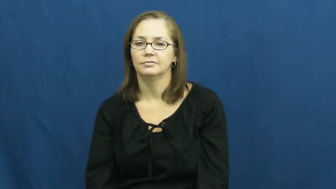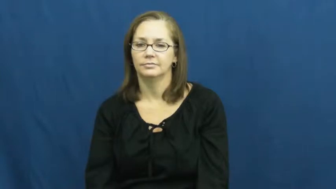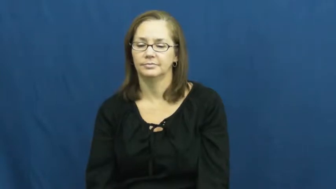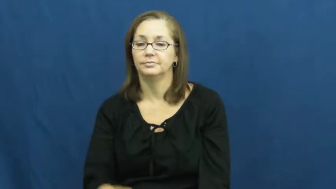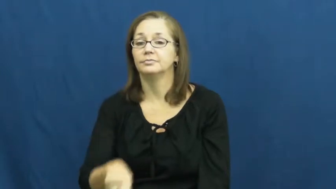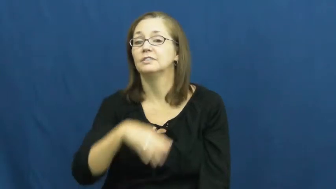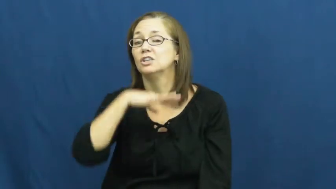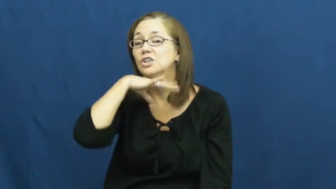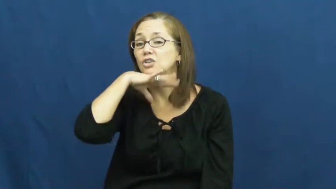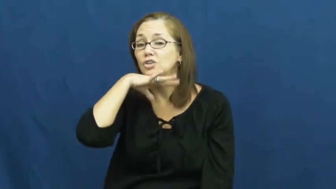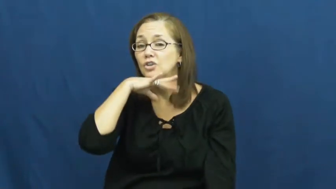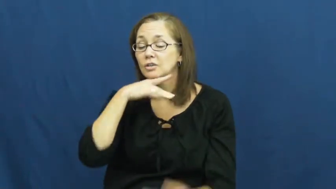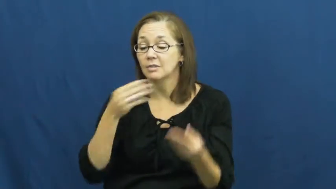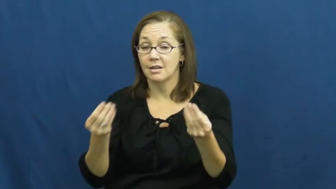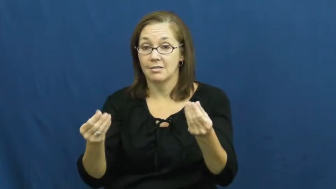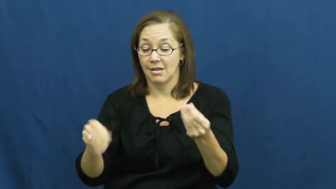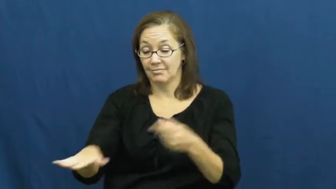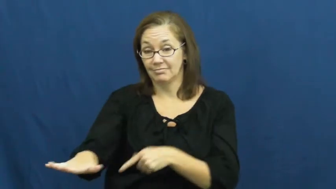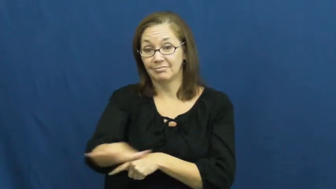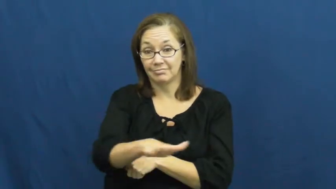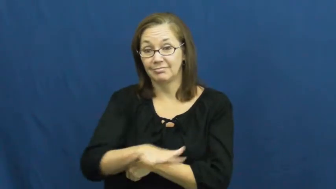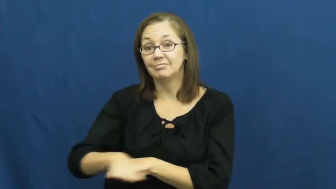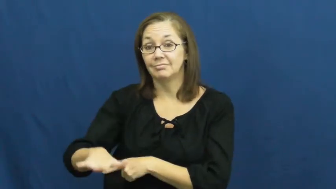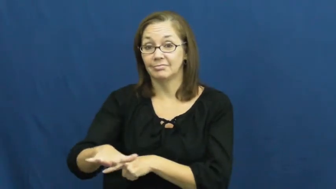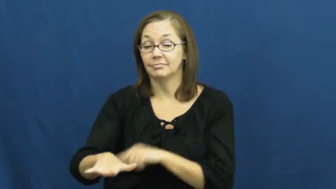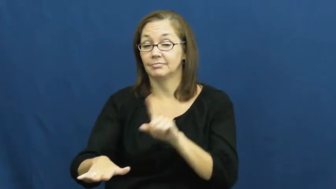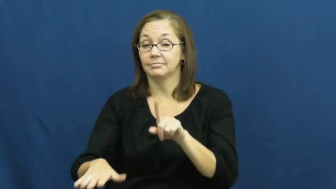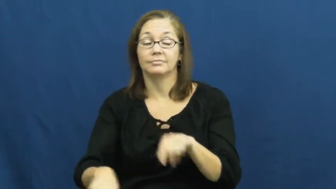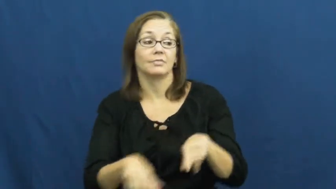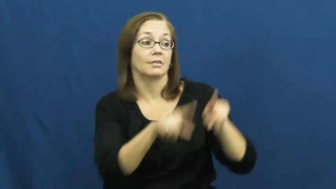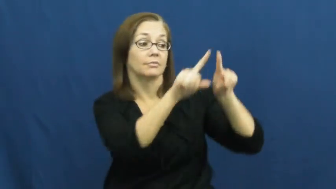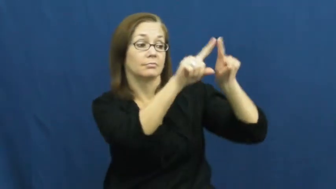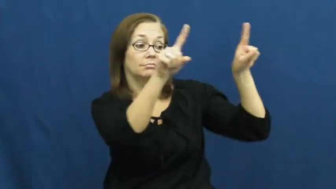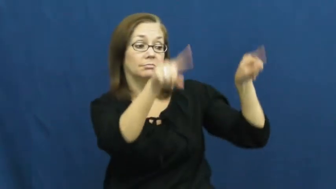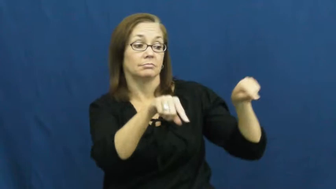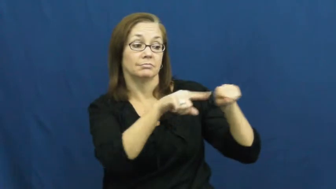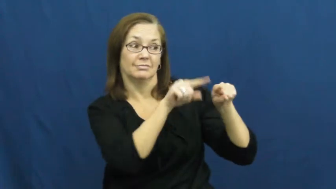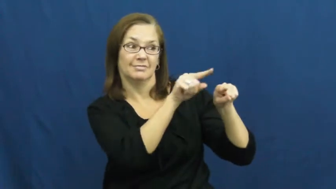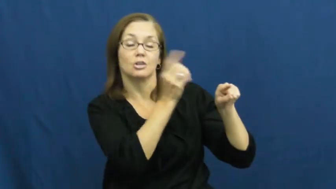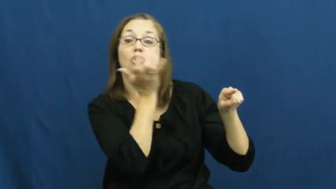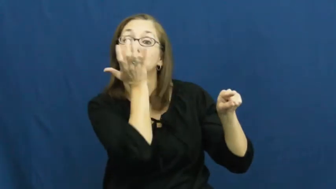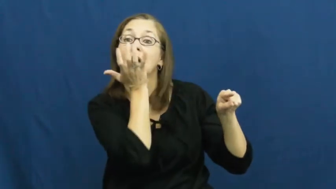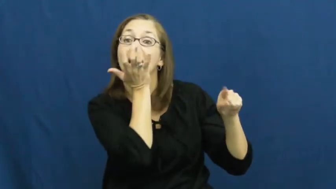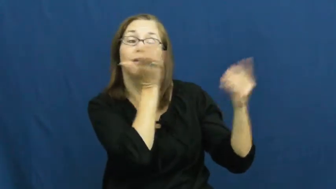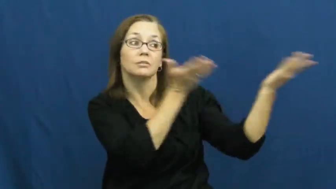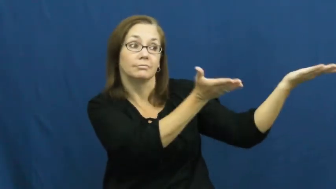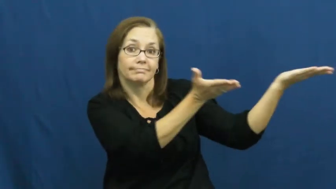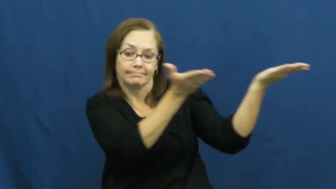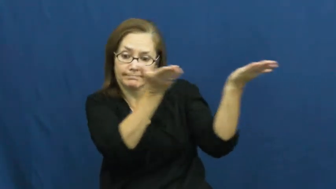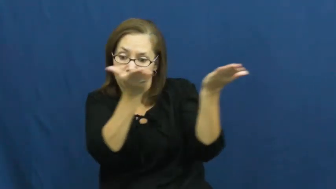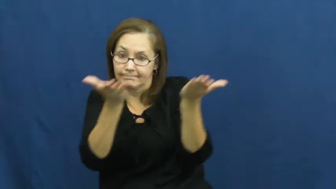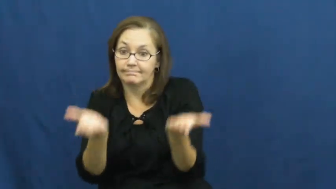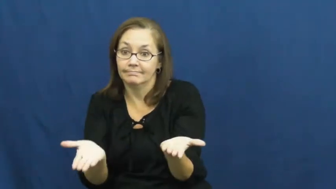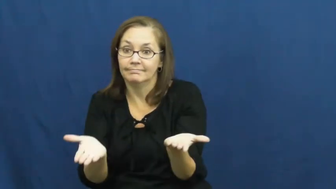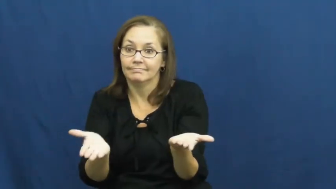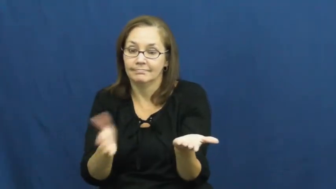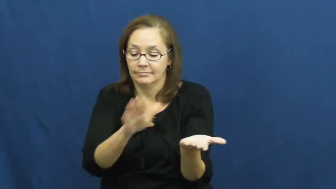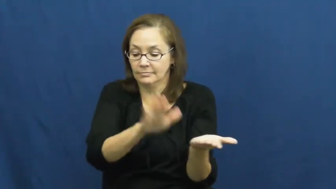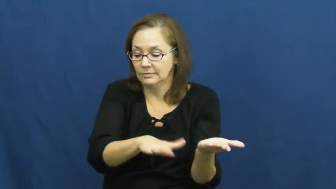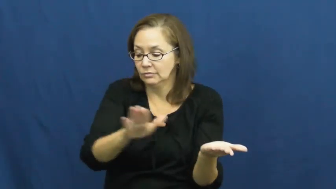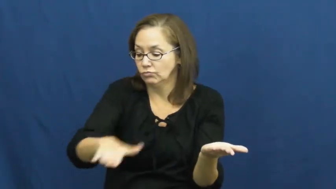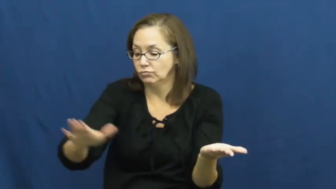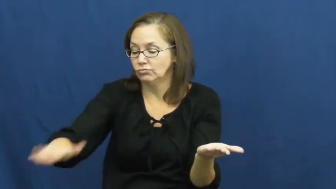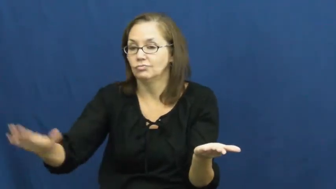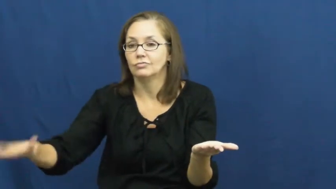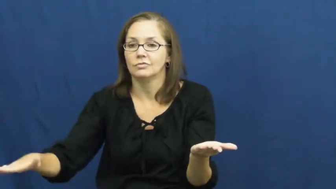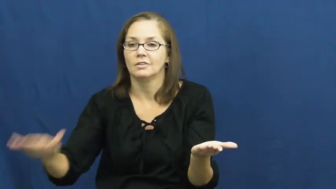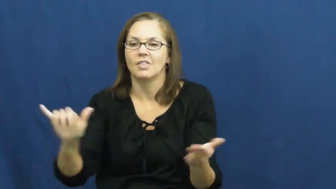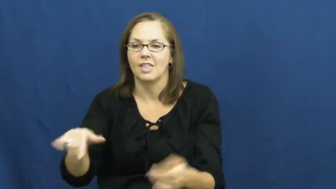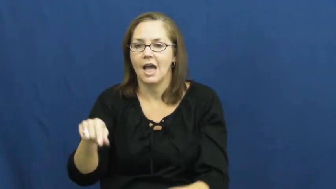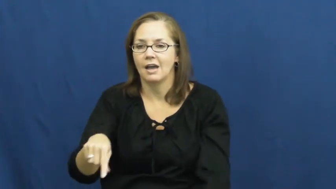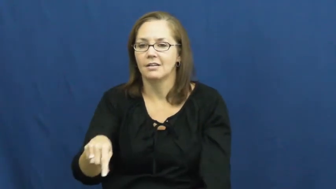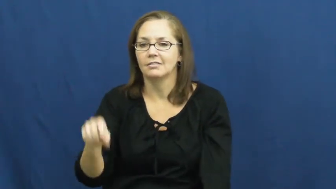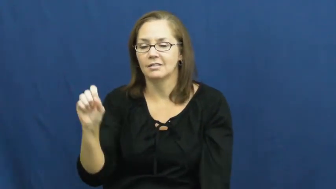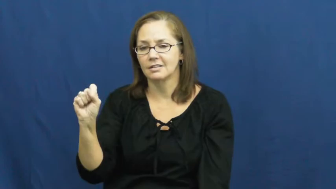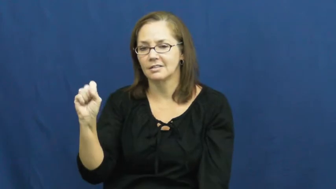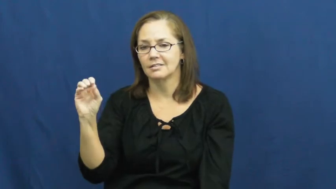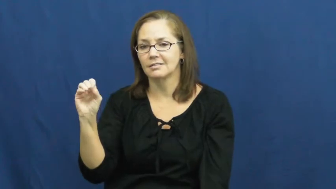sod